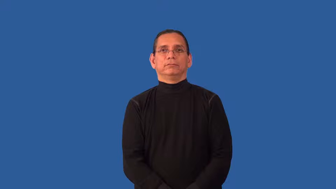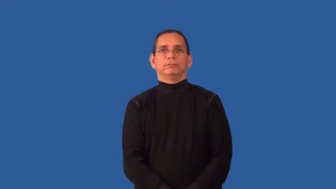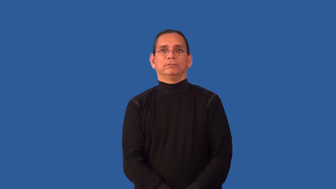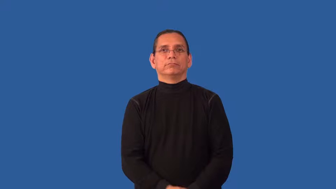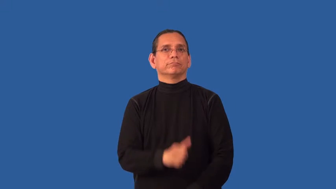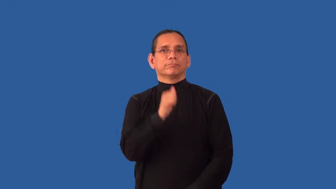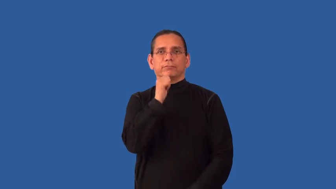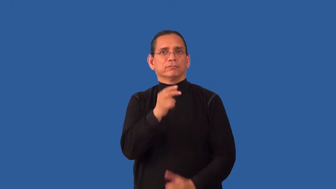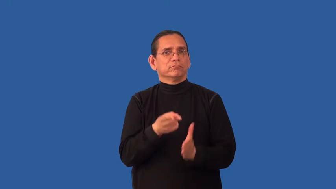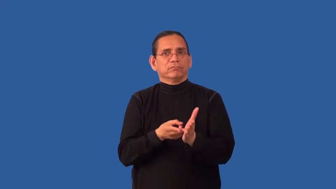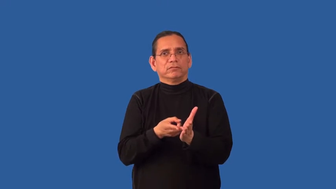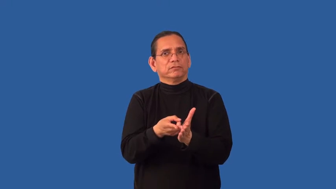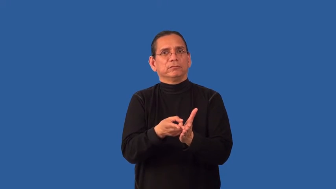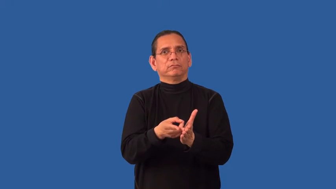faithless